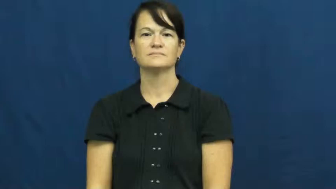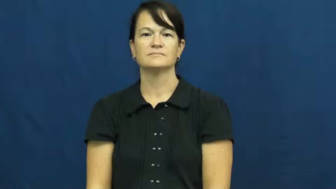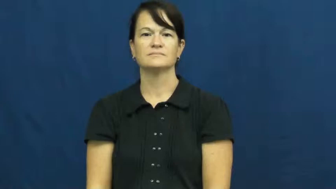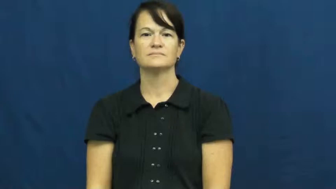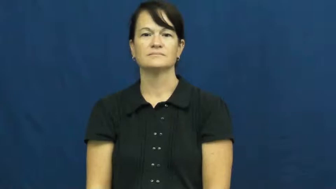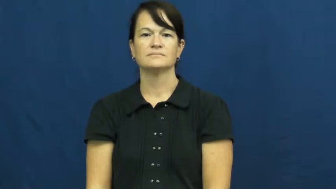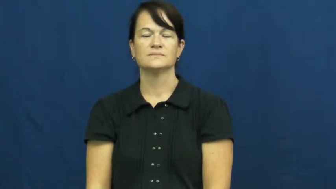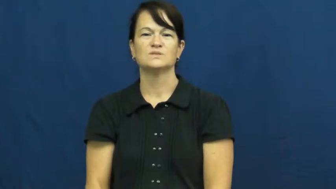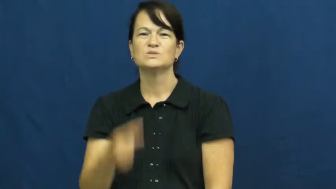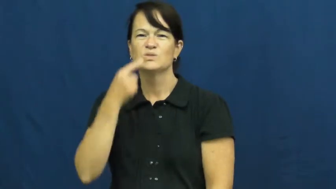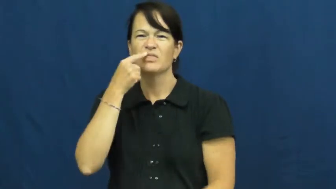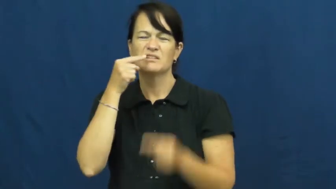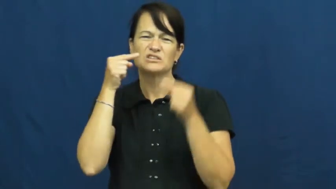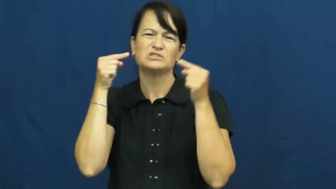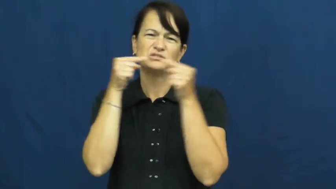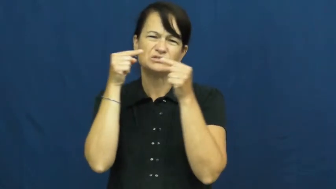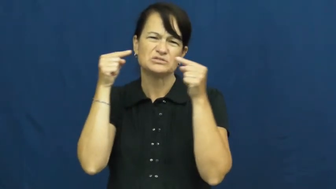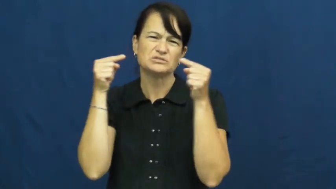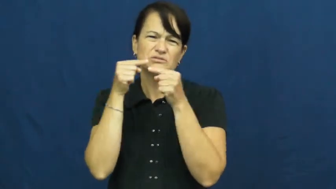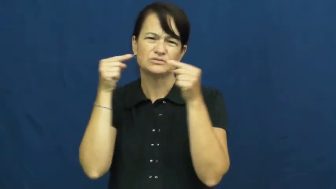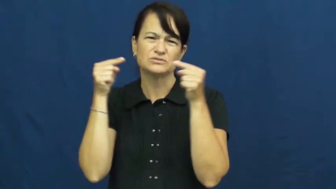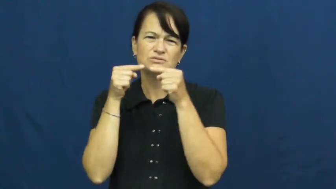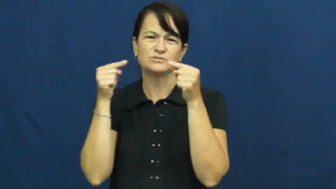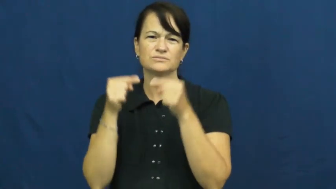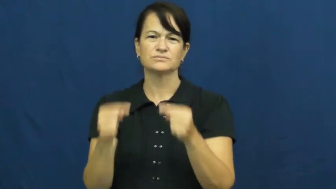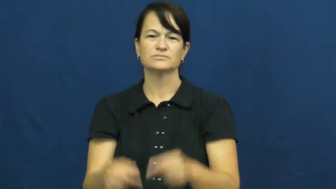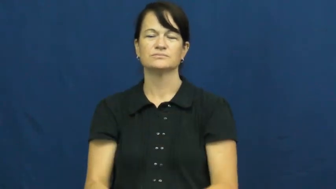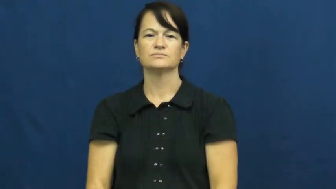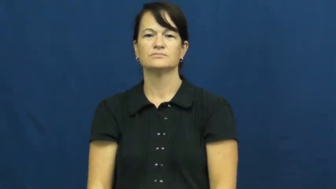toothache